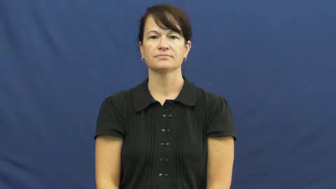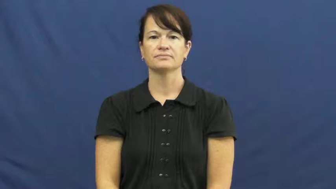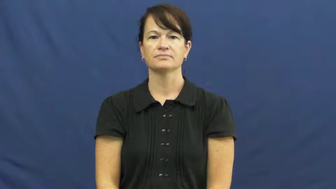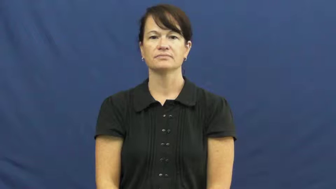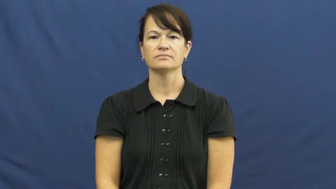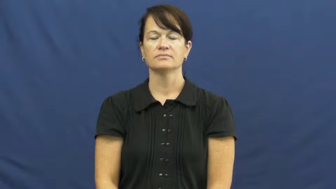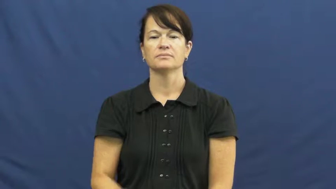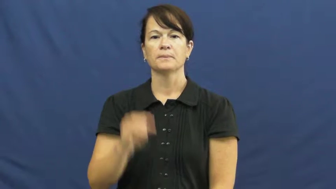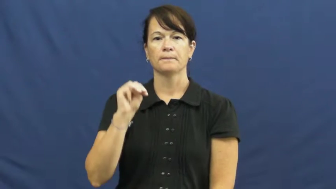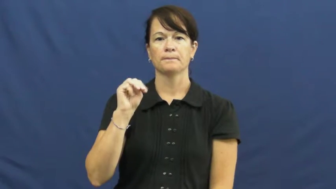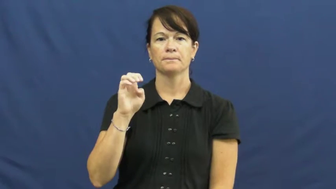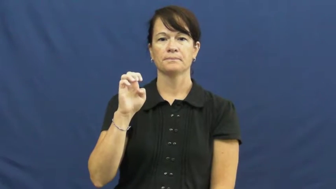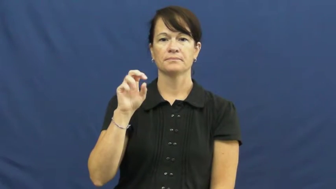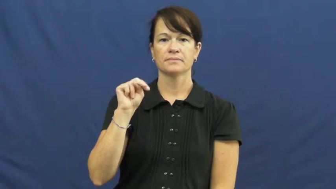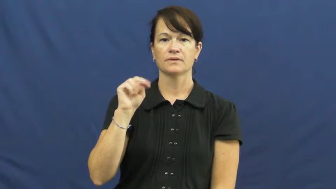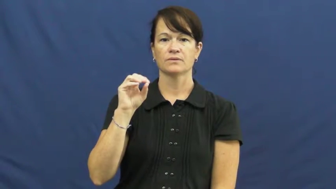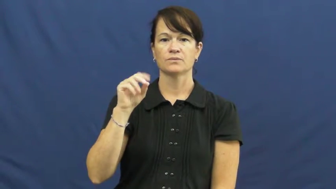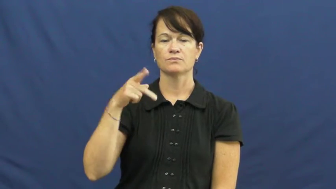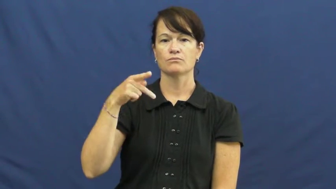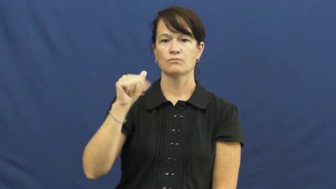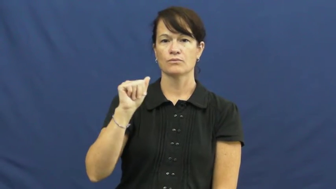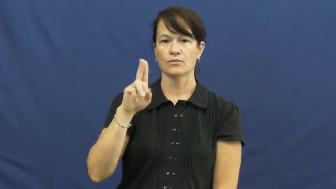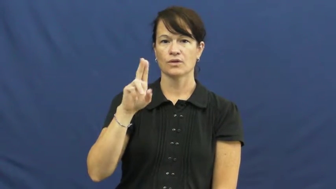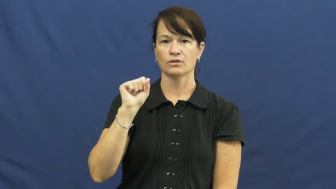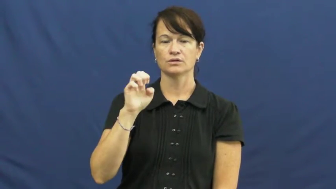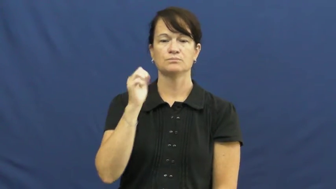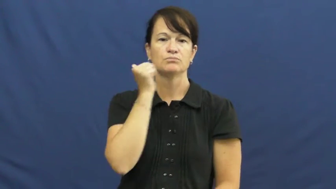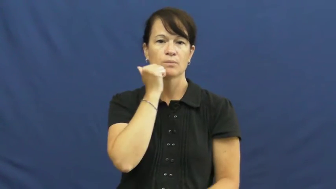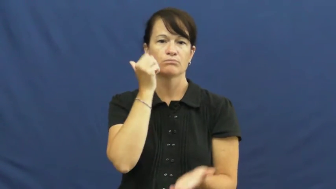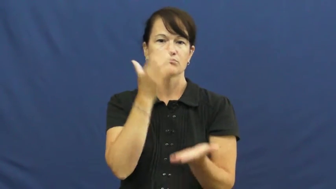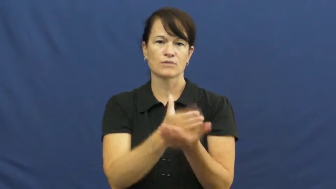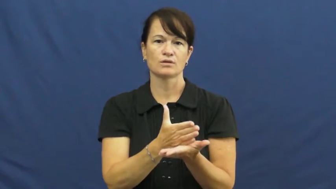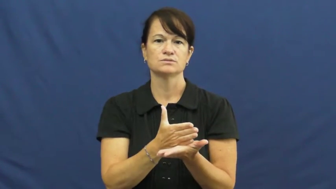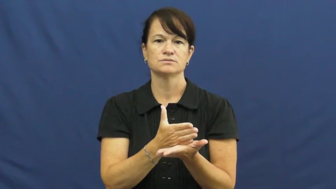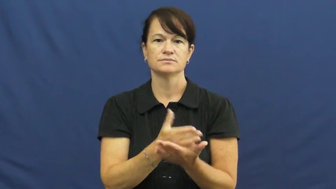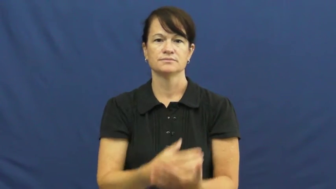menopause,climacteric